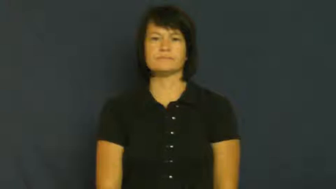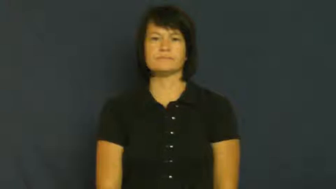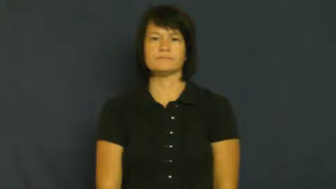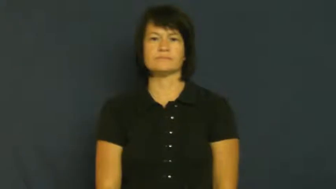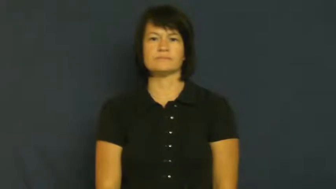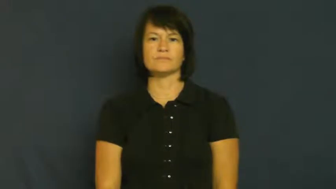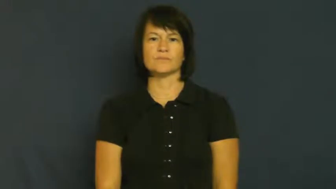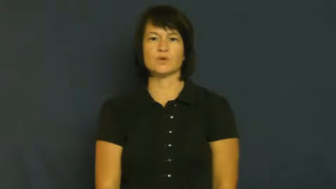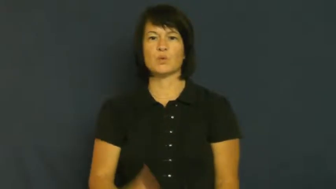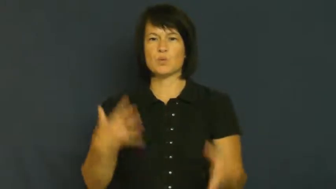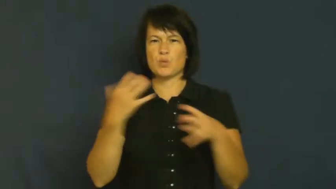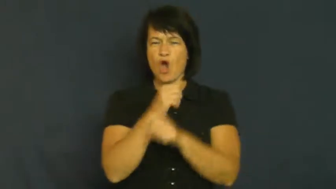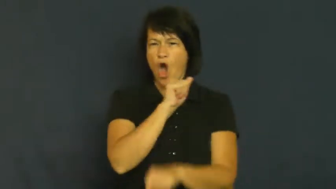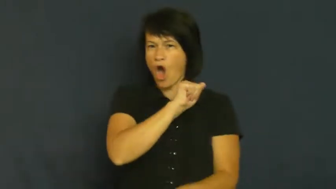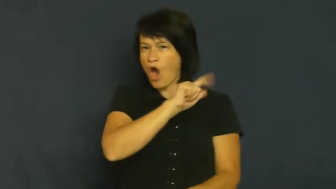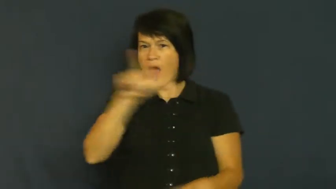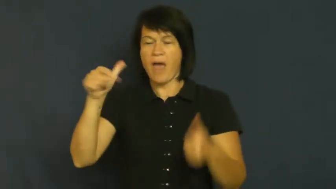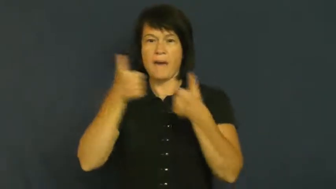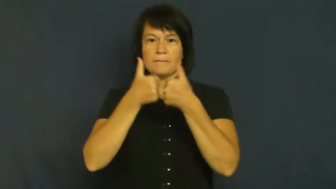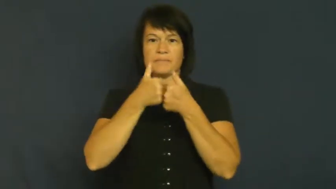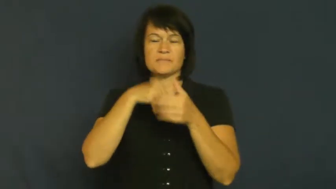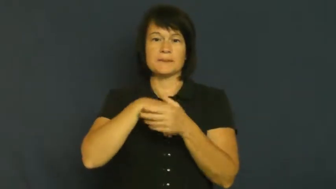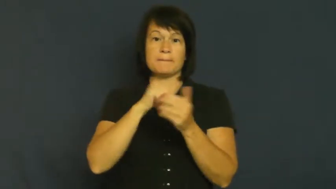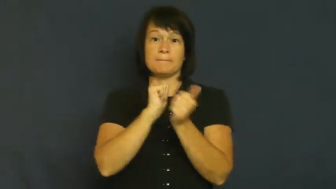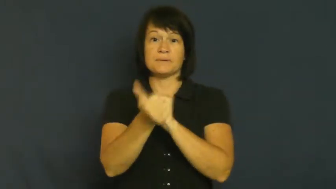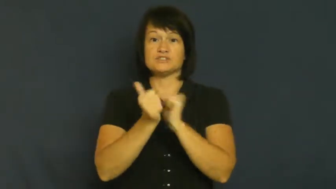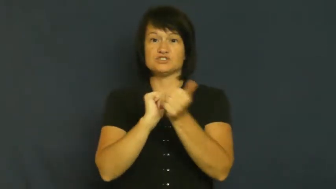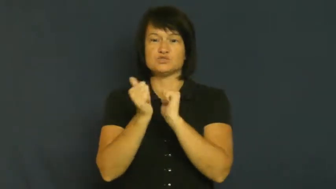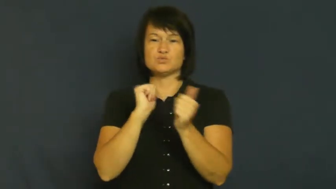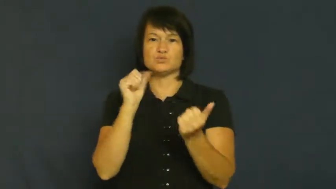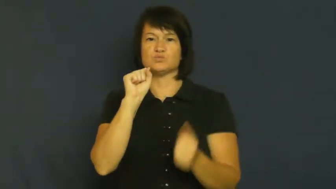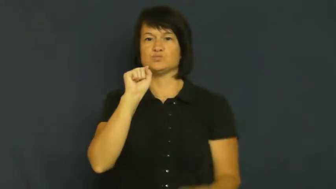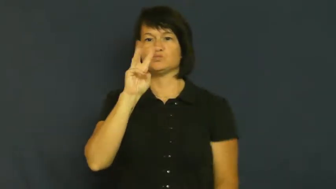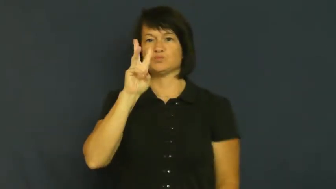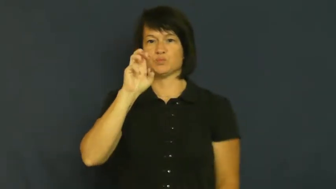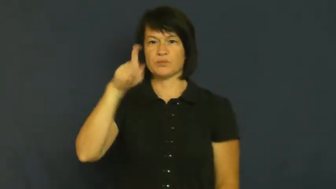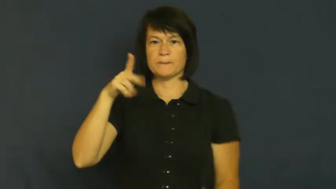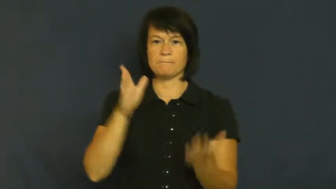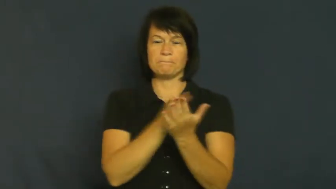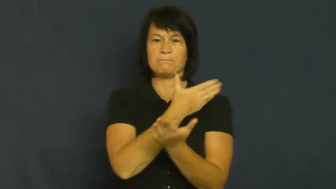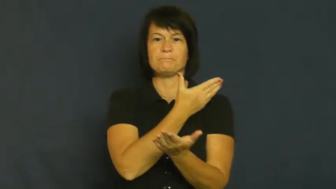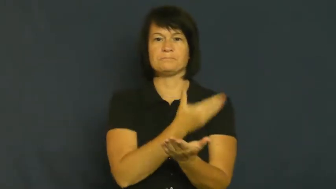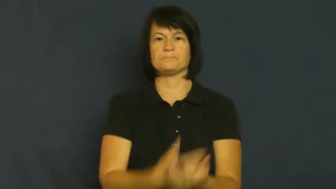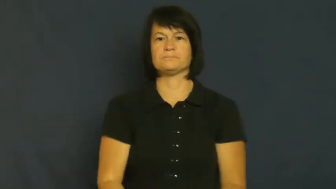sweep-win all games